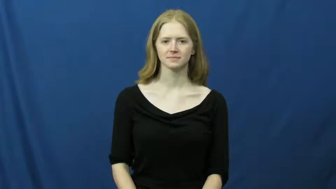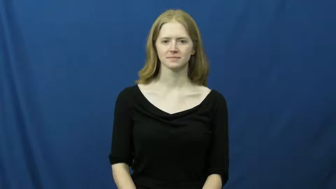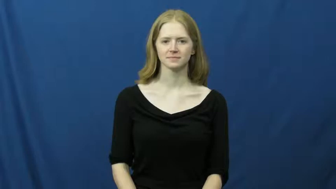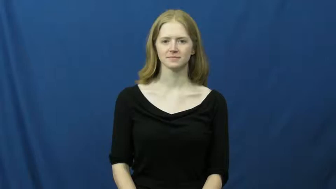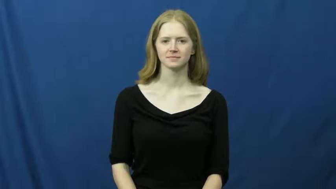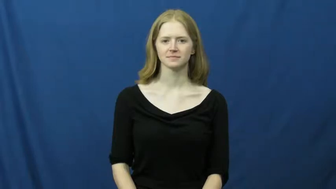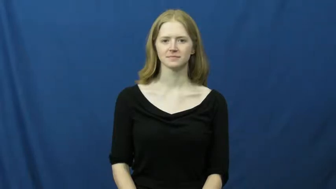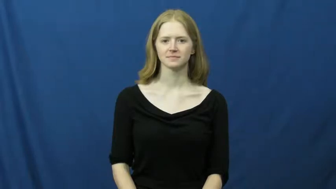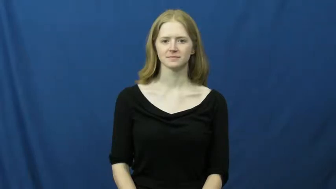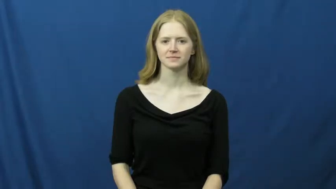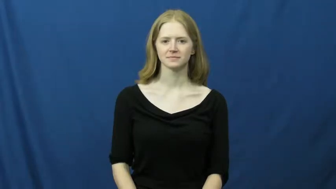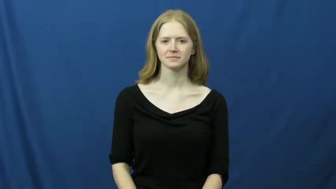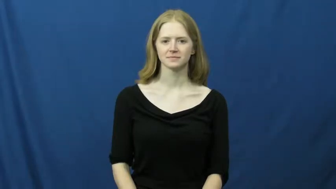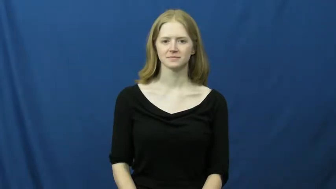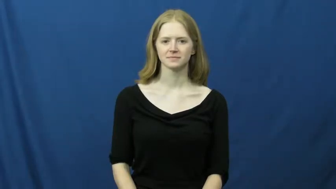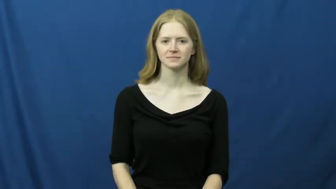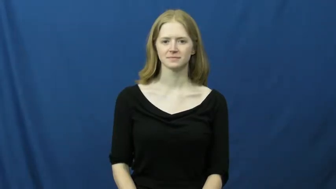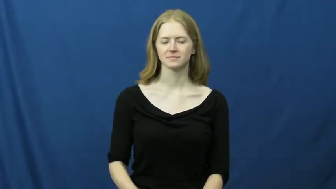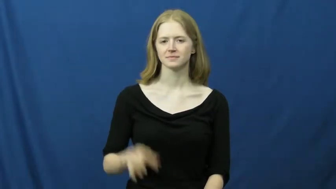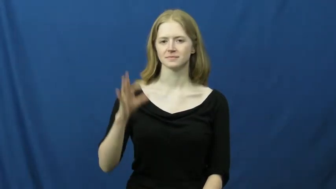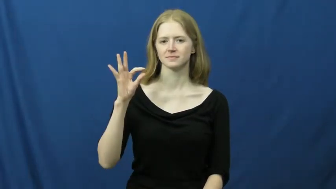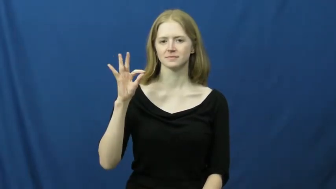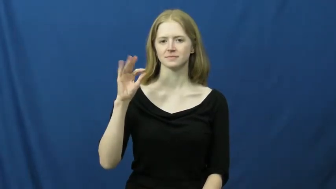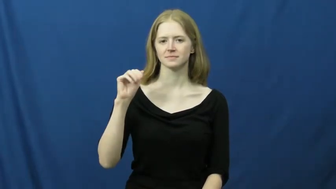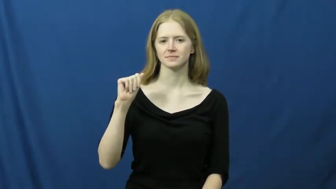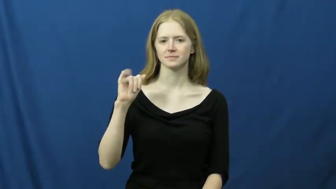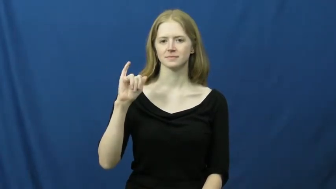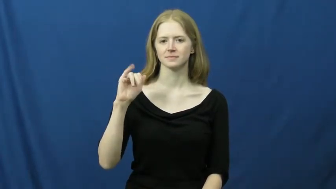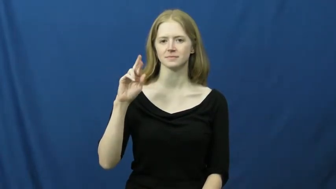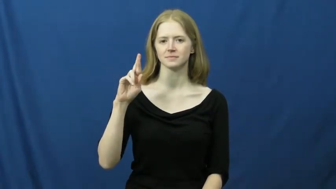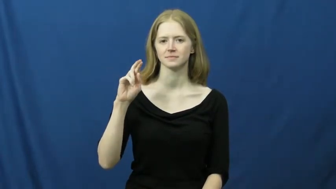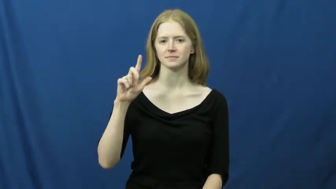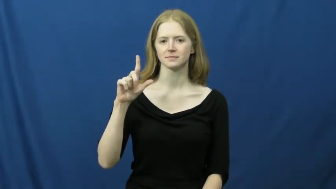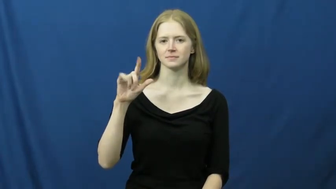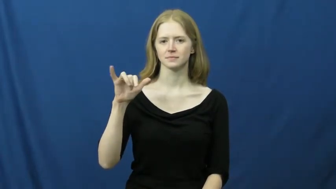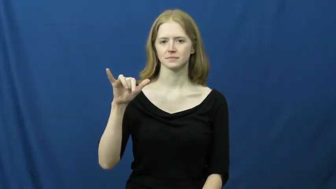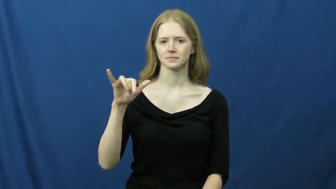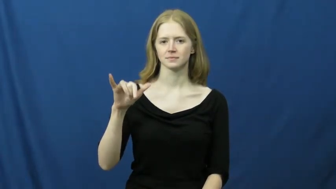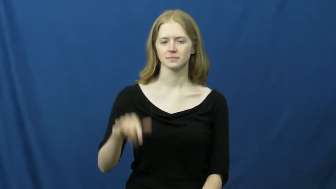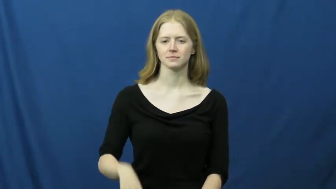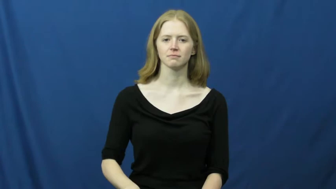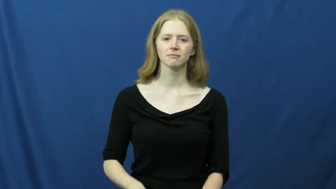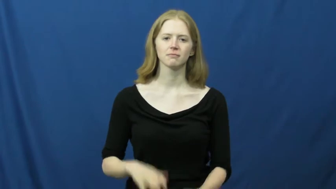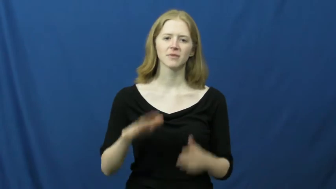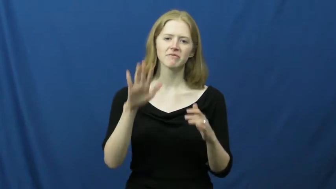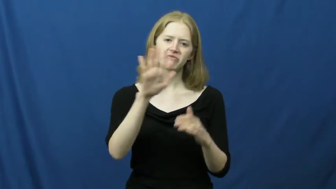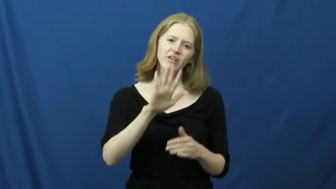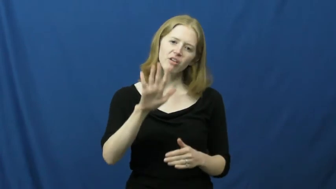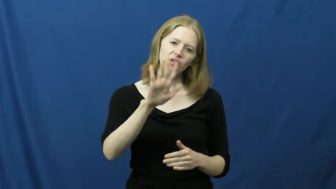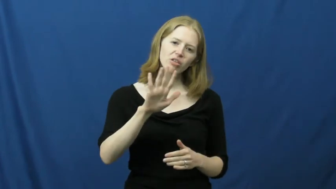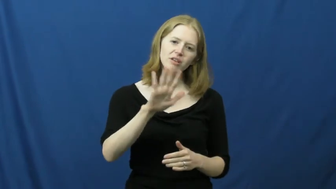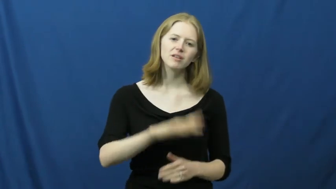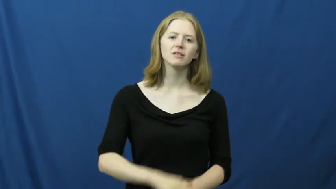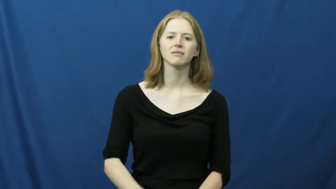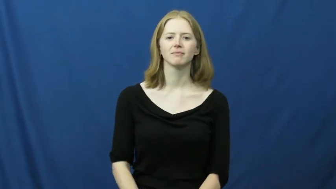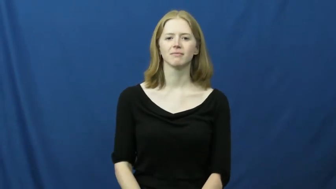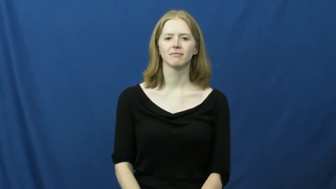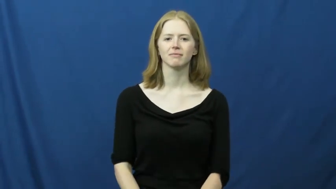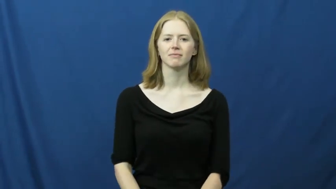fairly-approximate